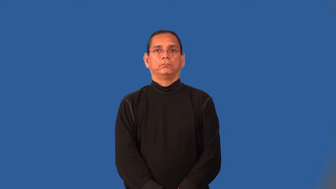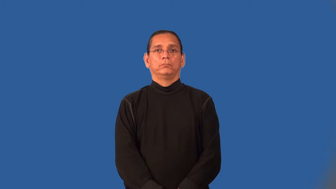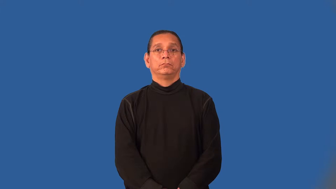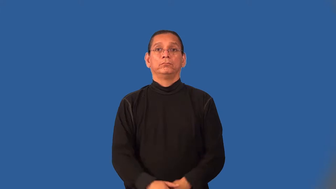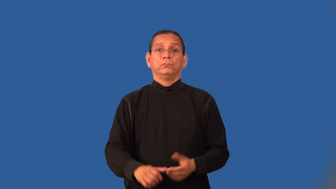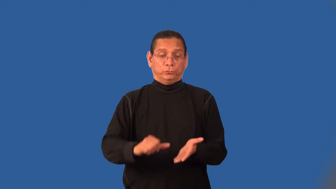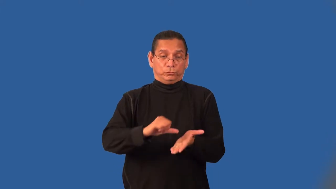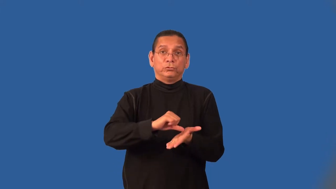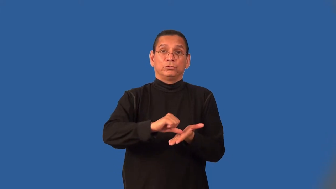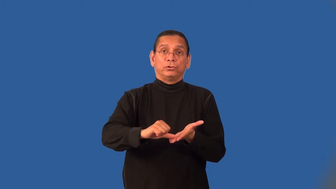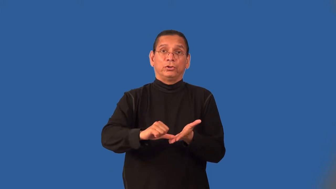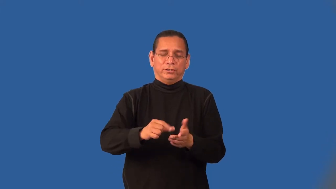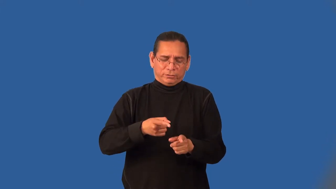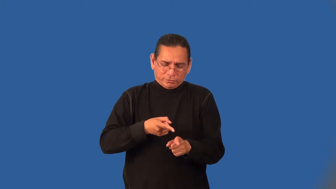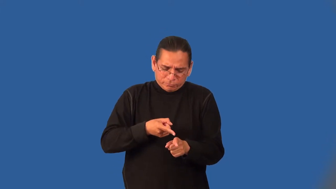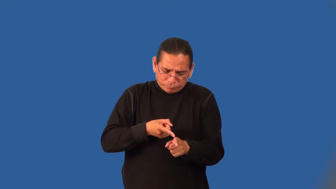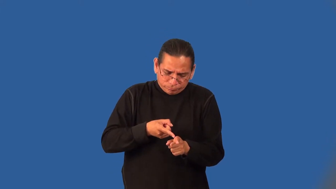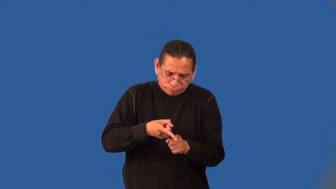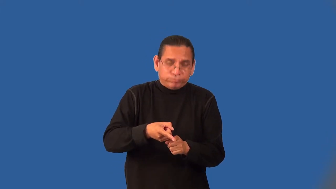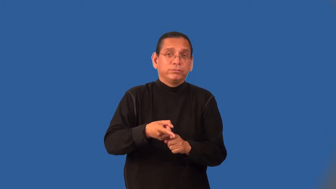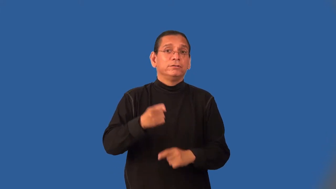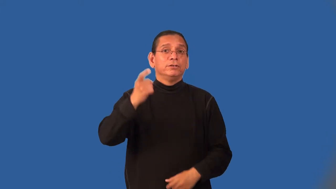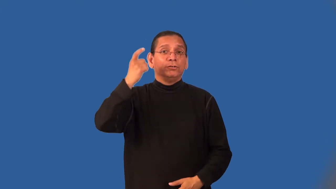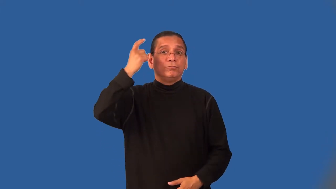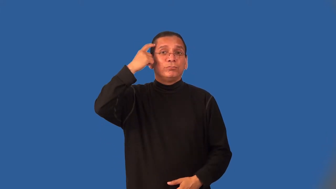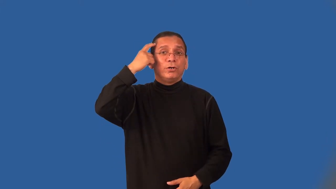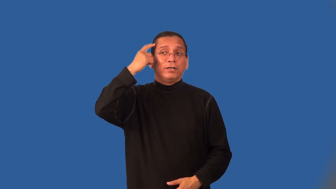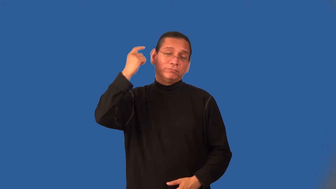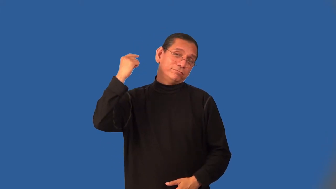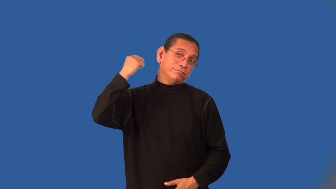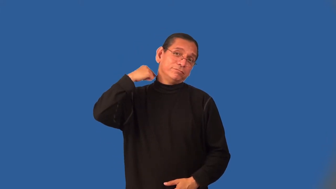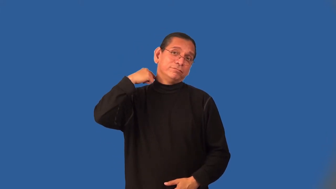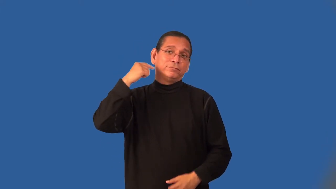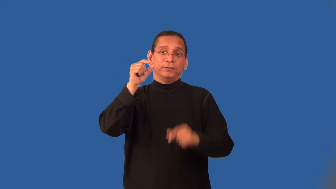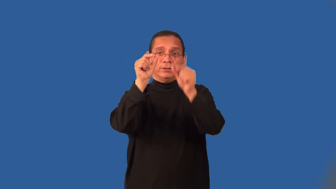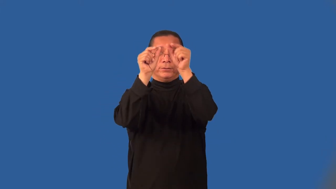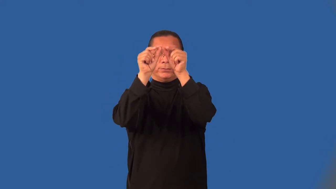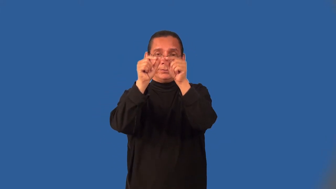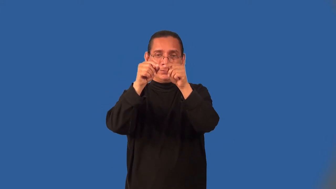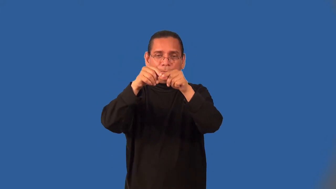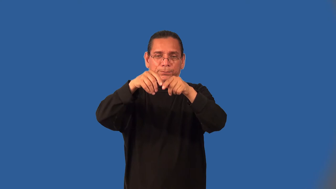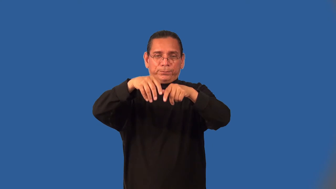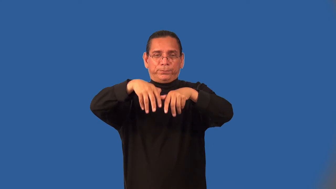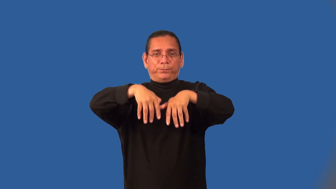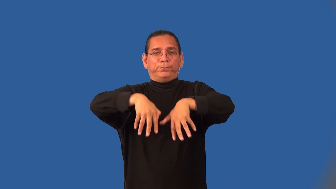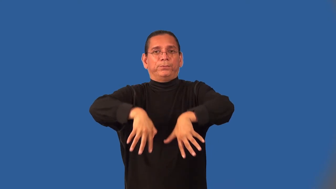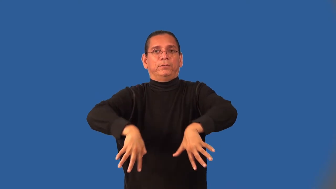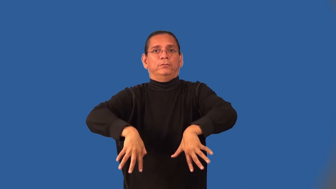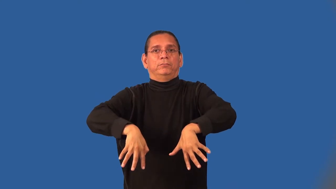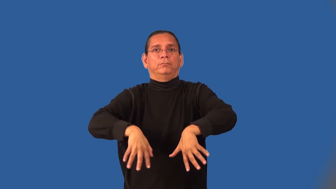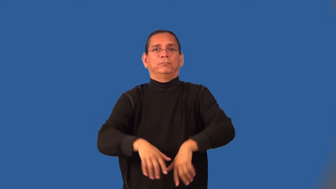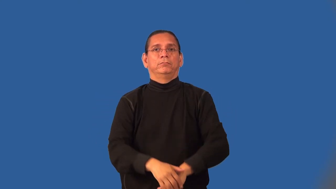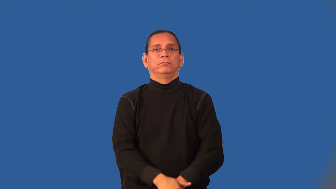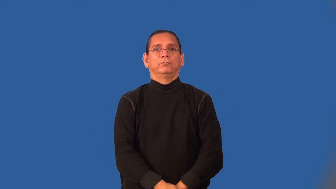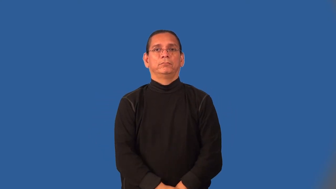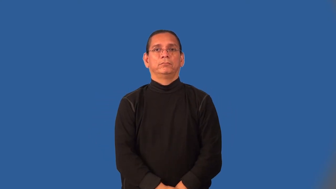neurosurgery